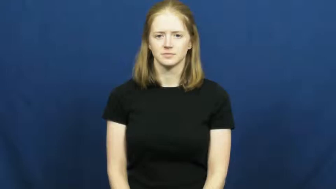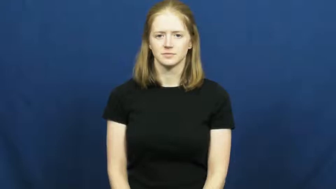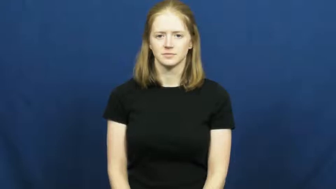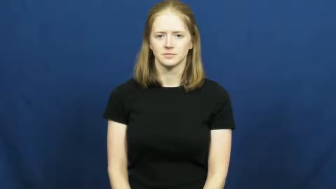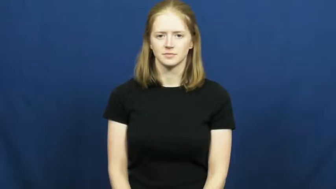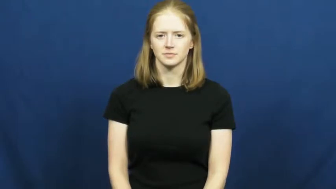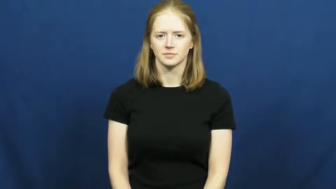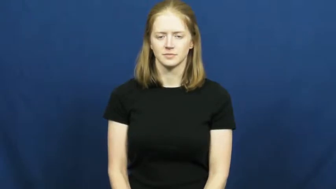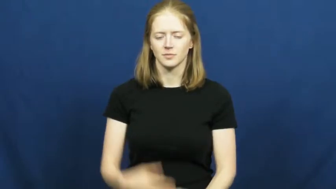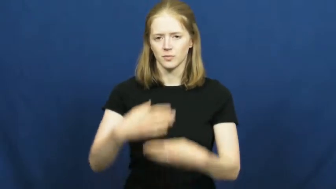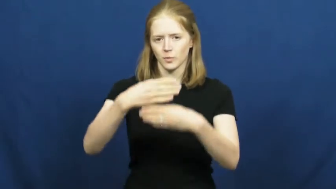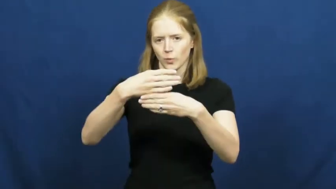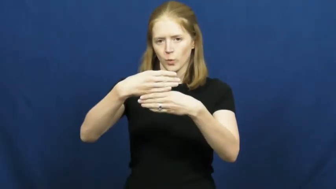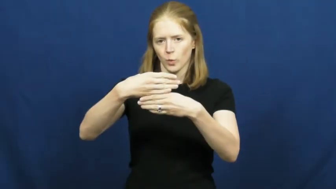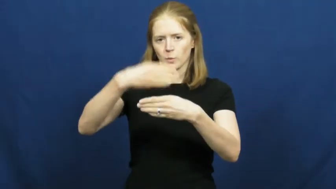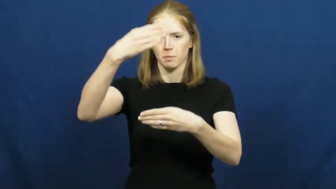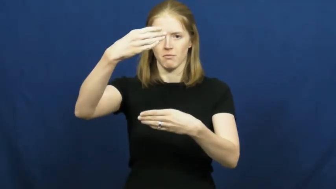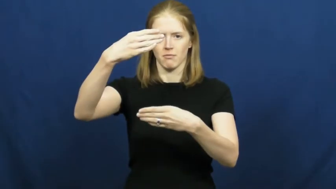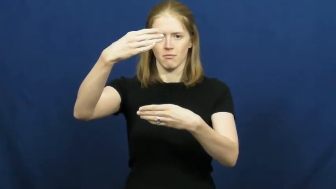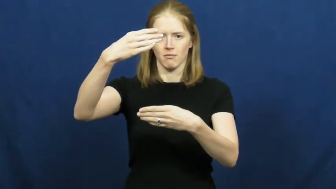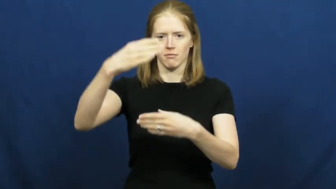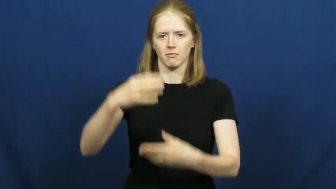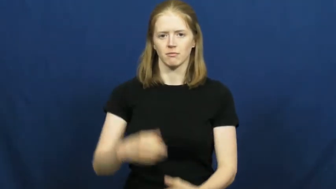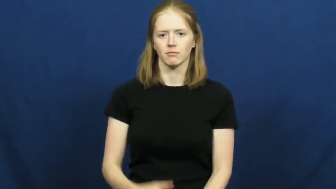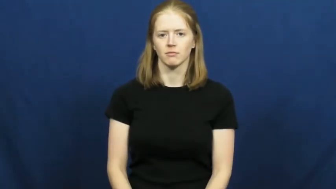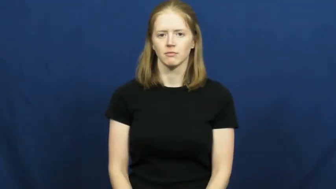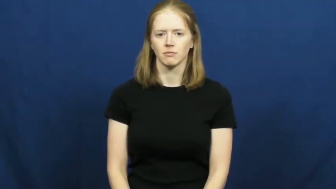open-window